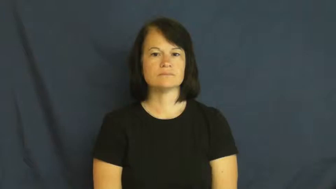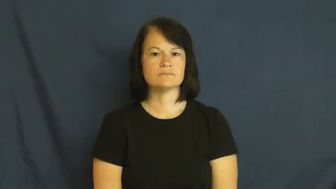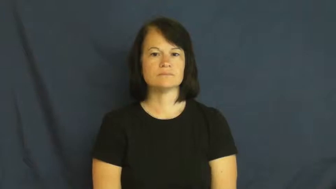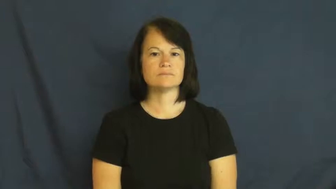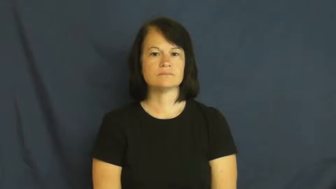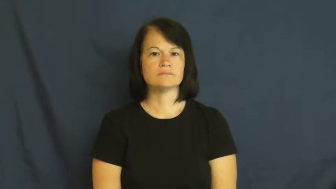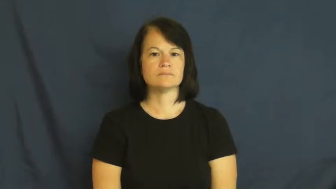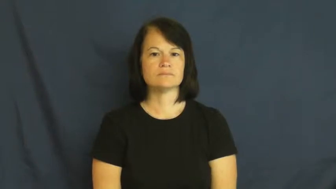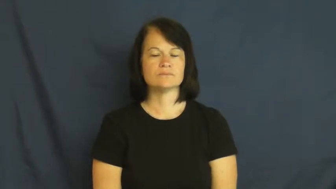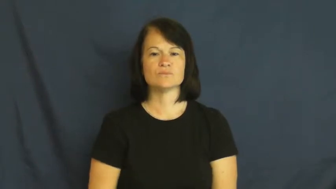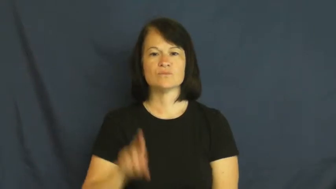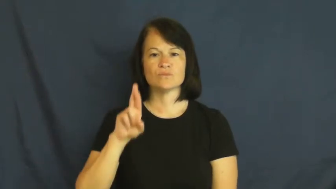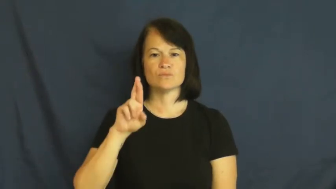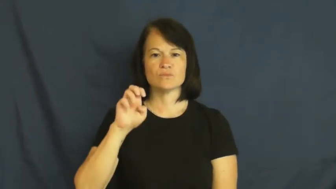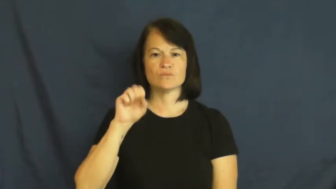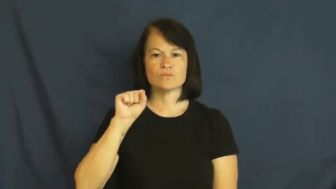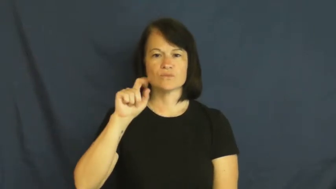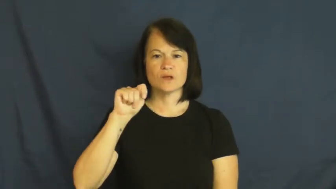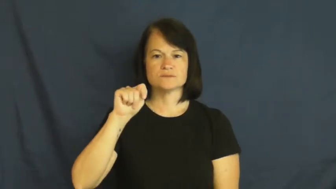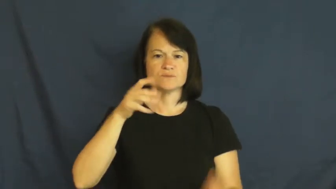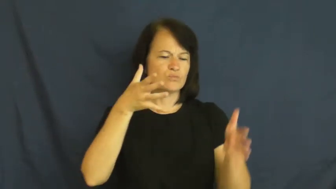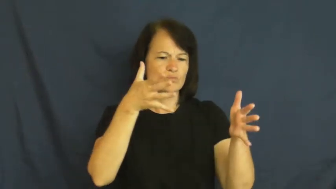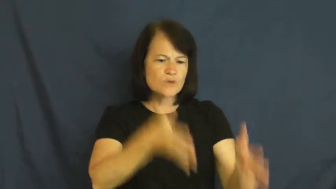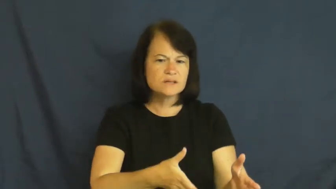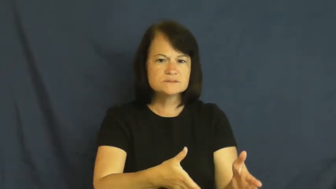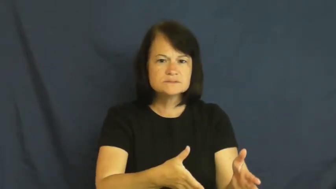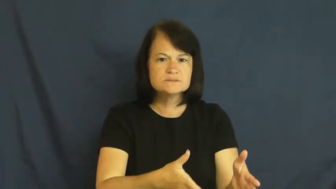rest-left